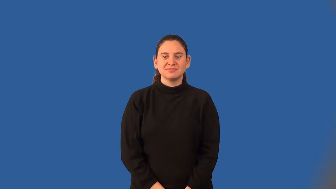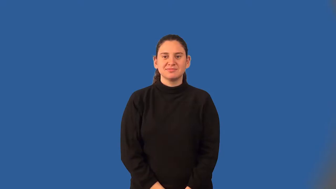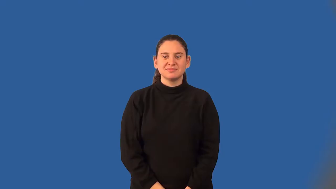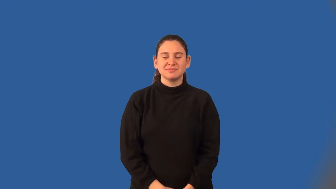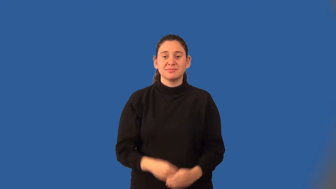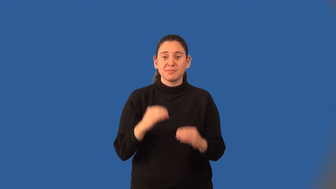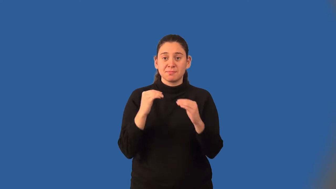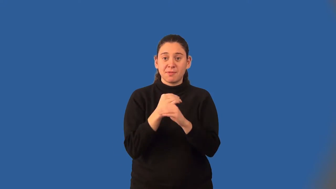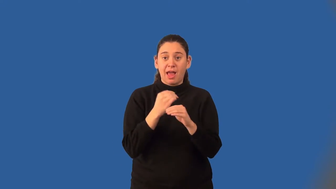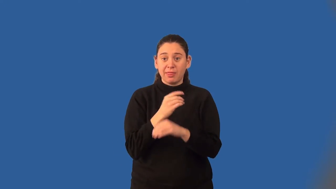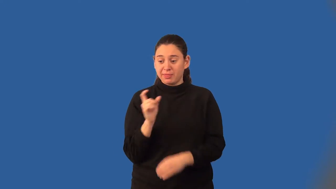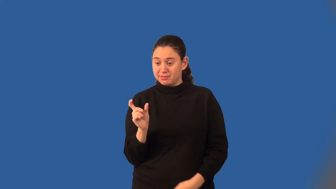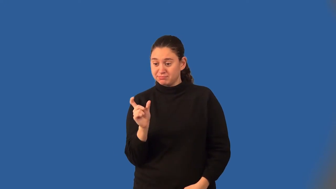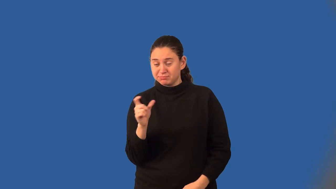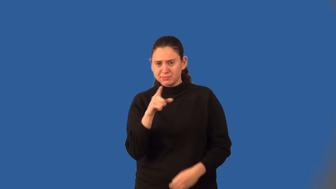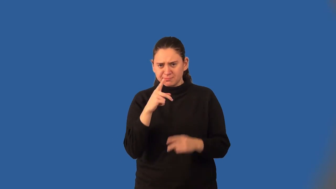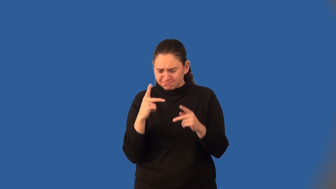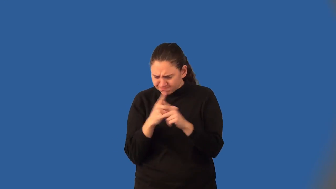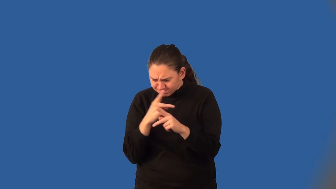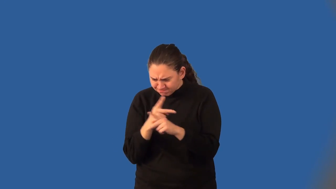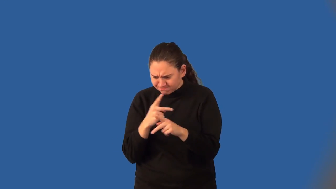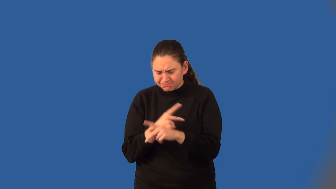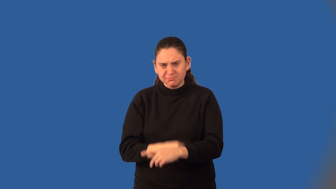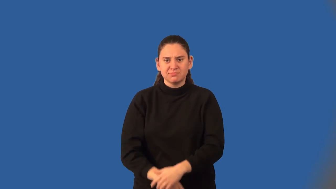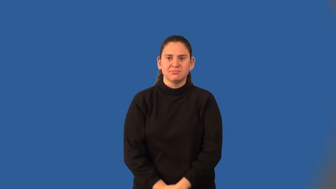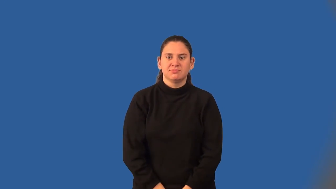expression-math